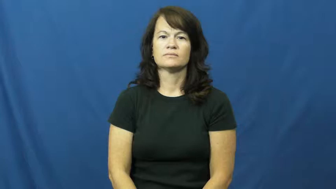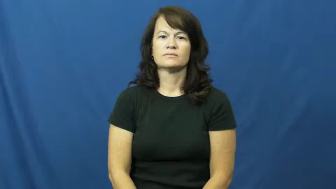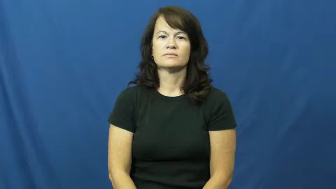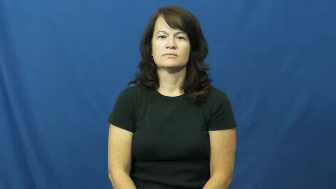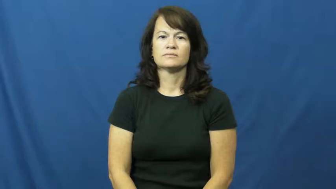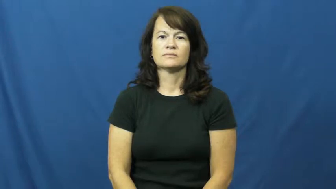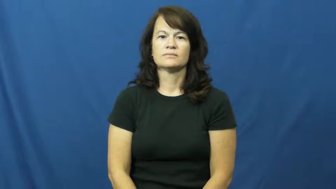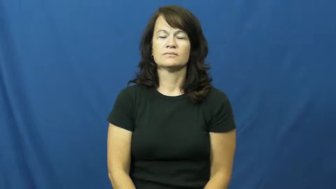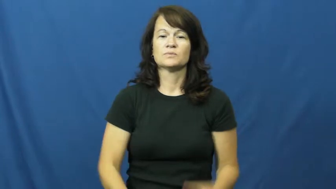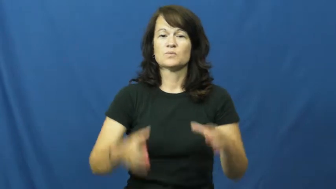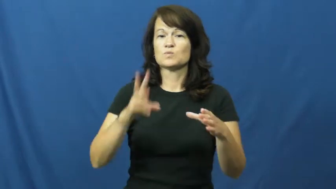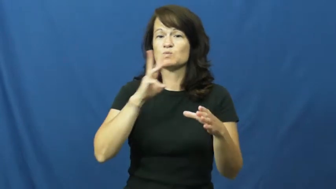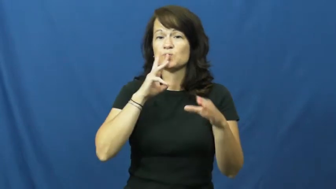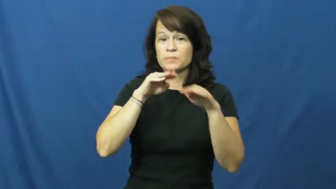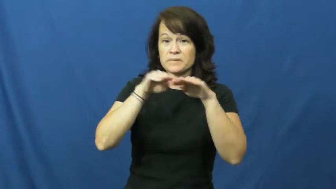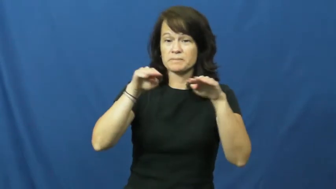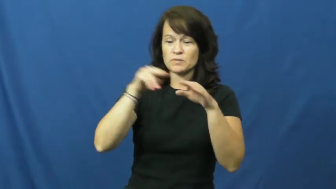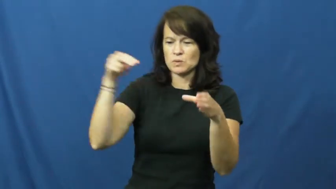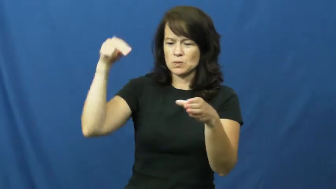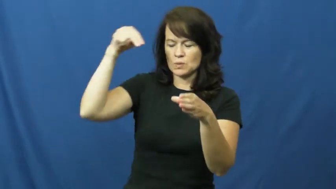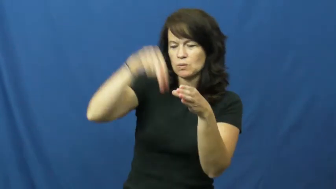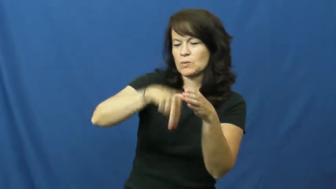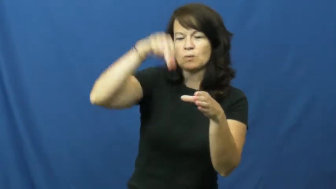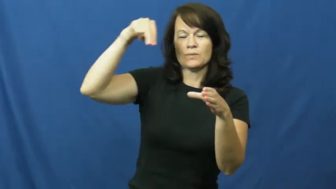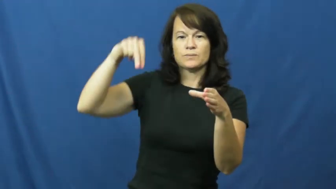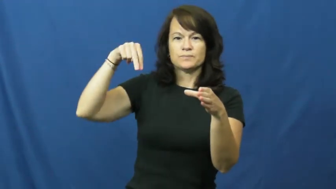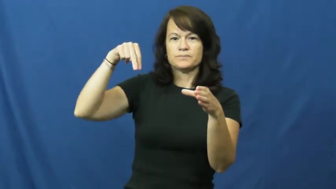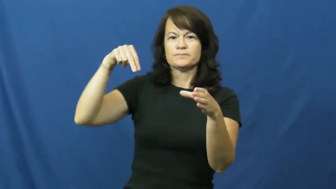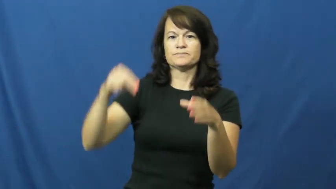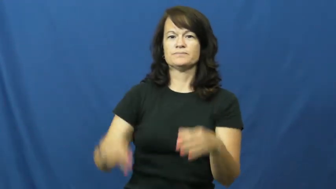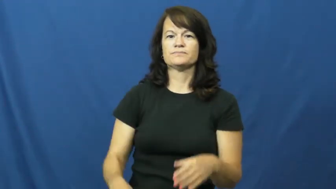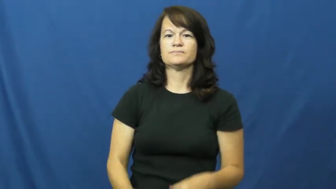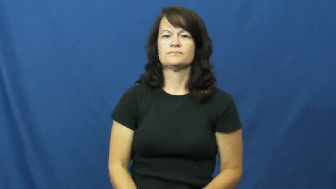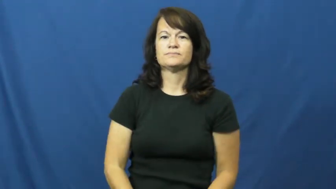dip-swim